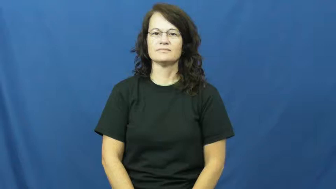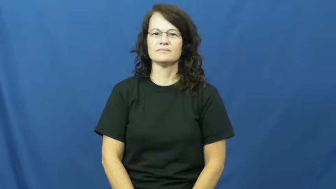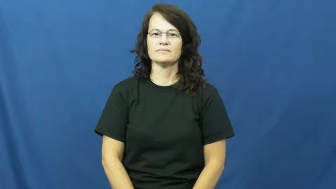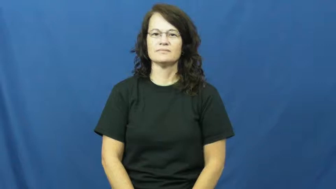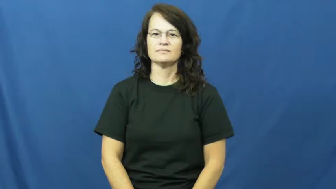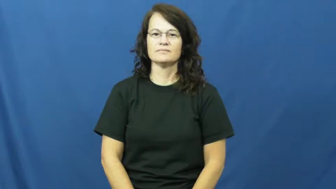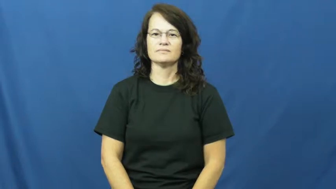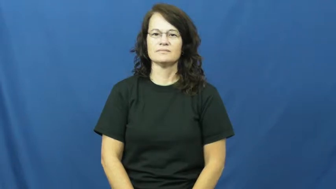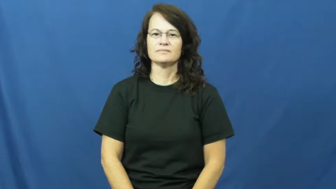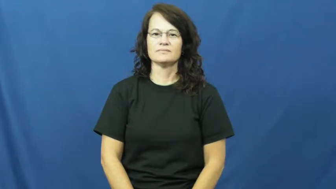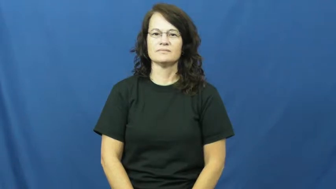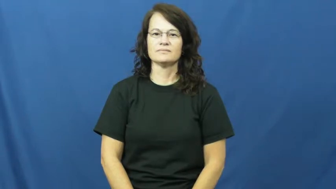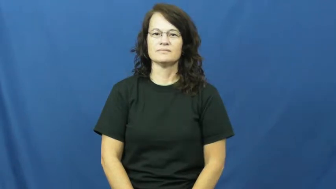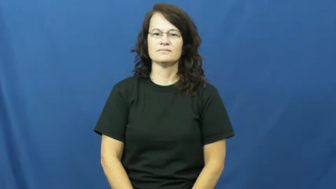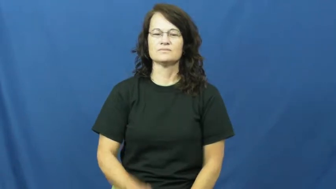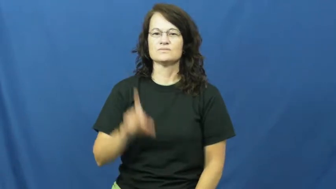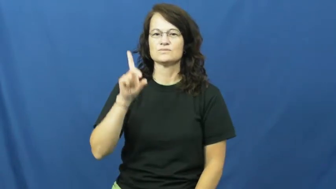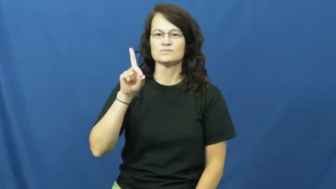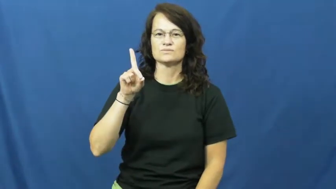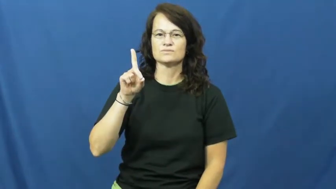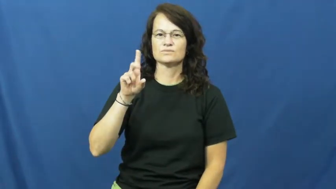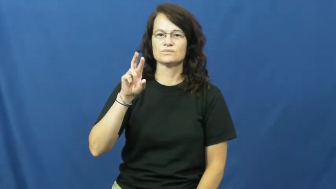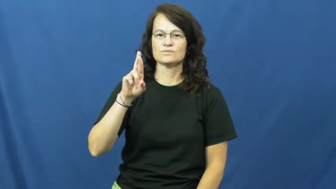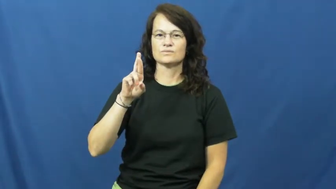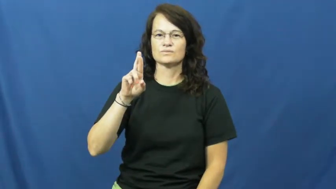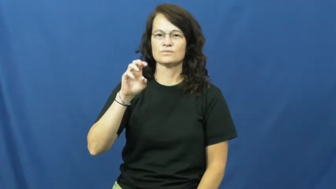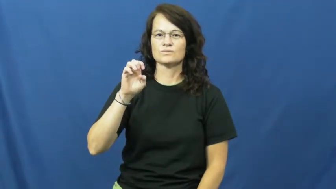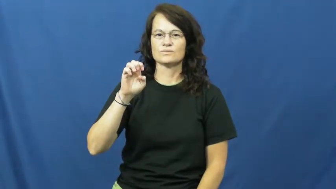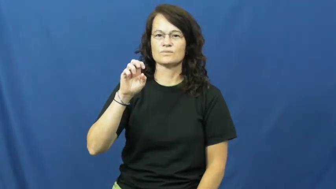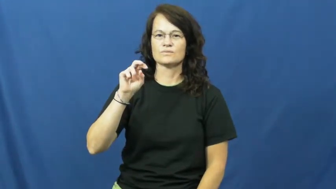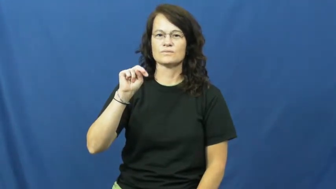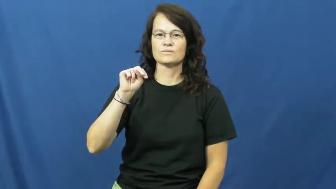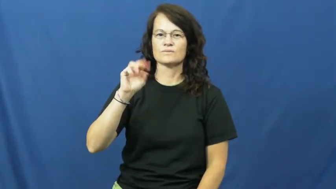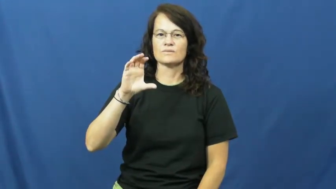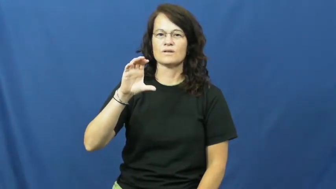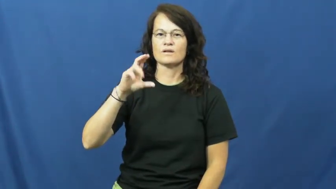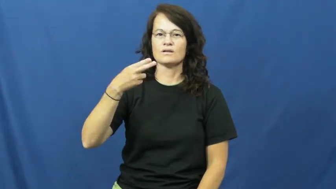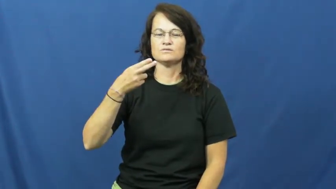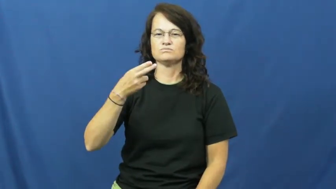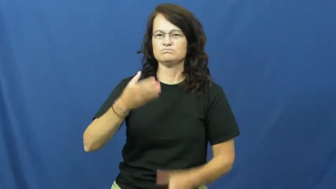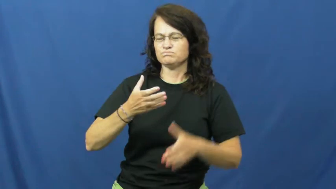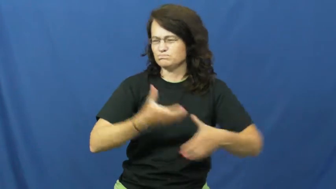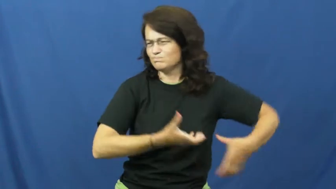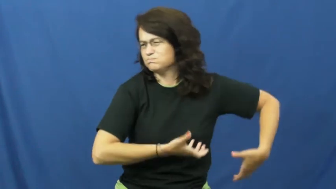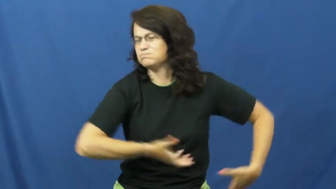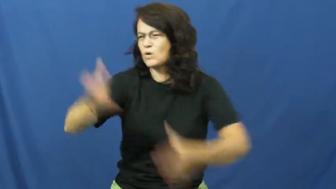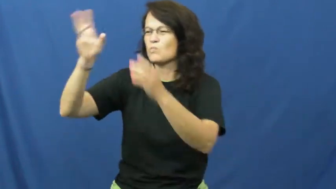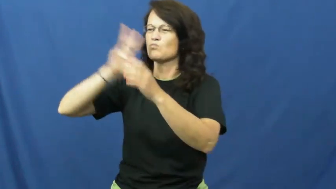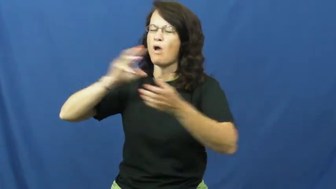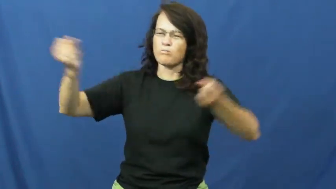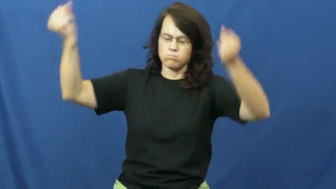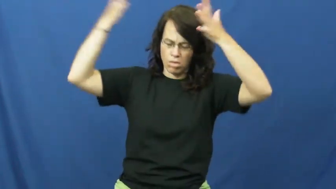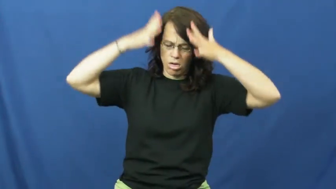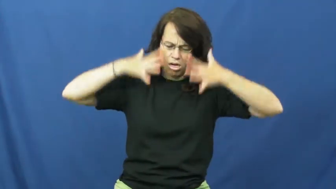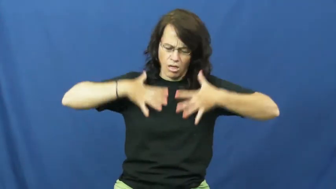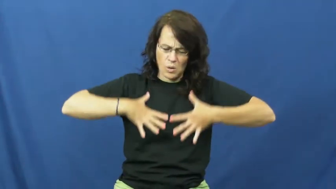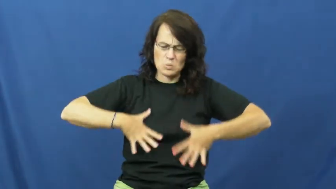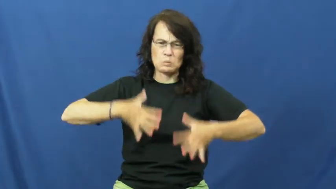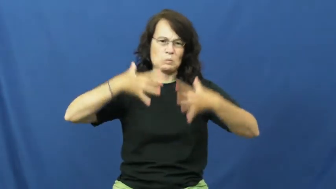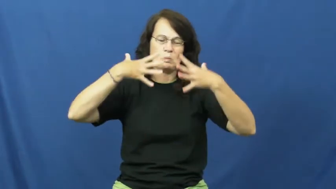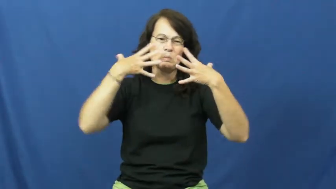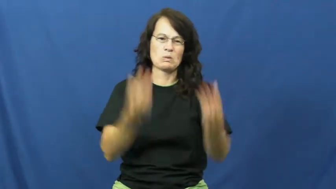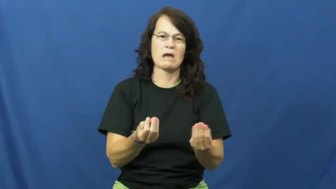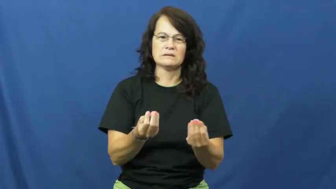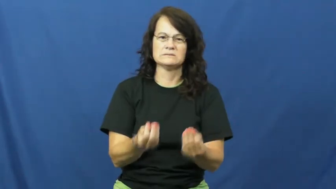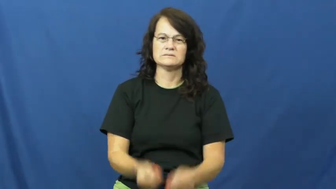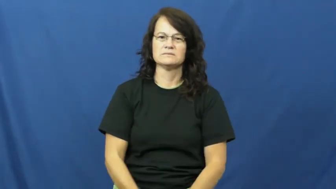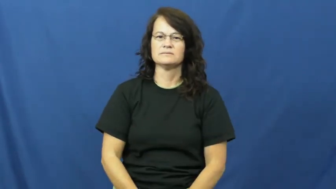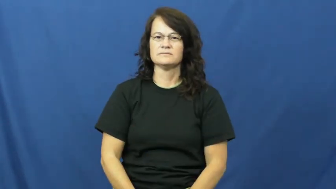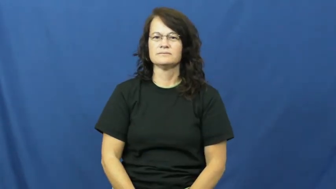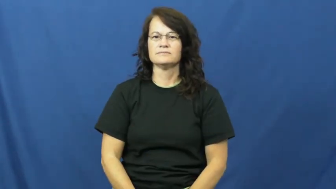drench